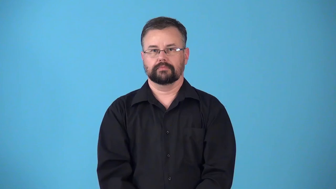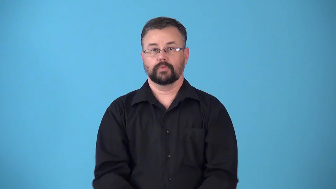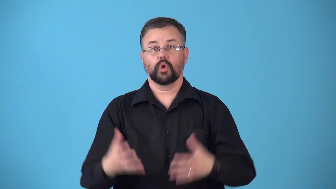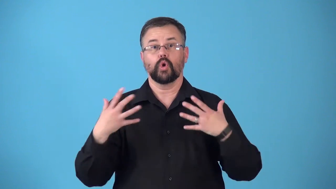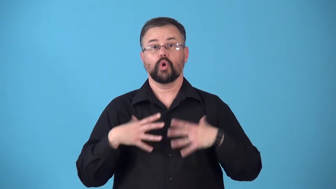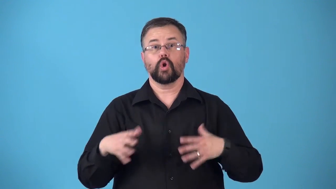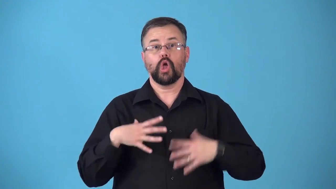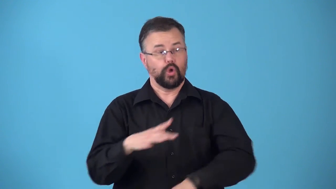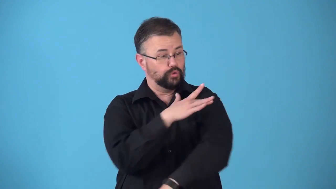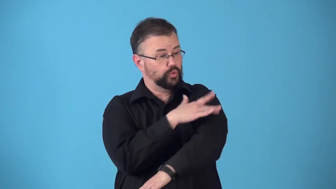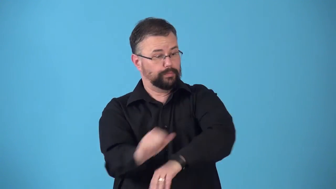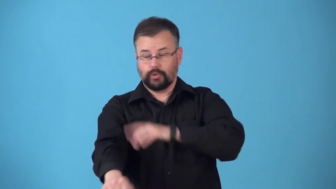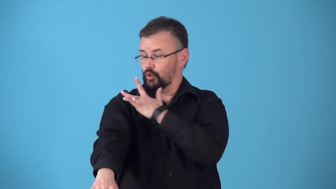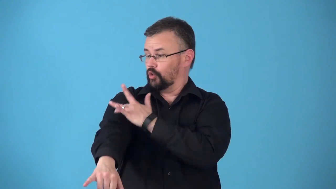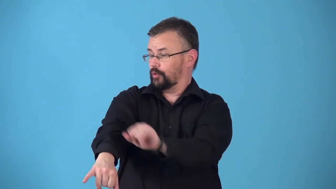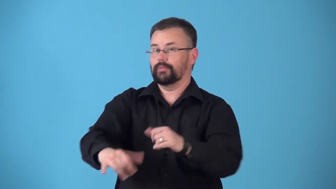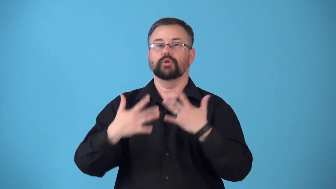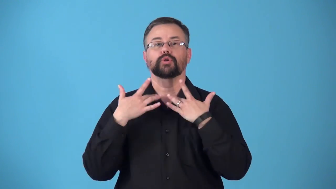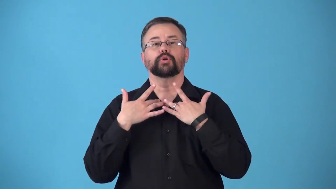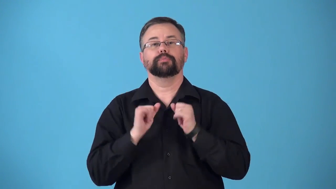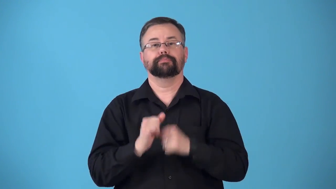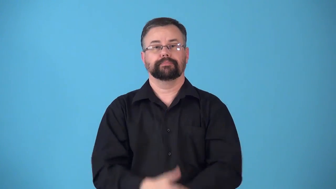revealing-clothes